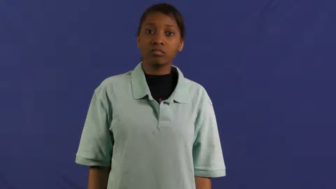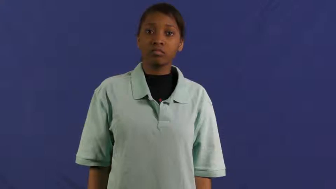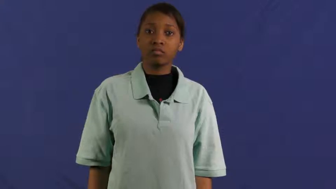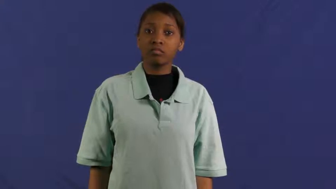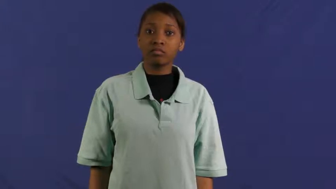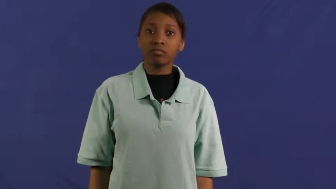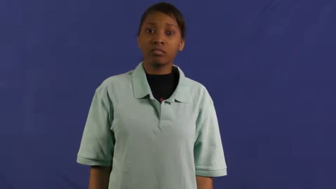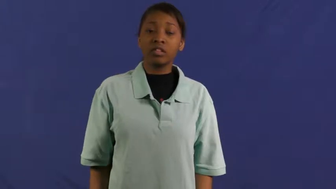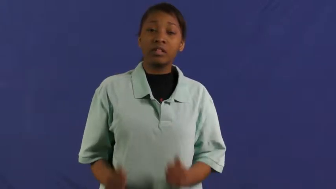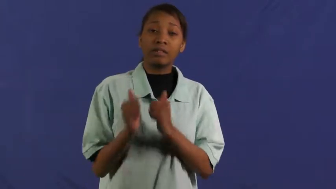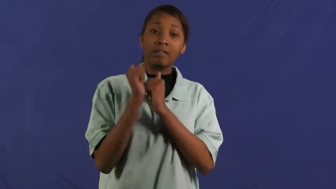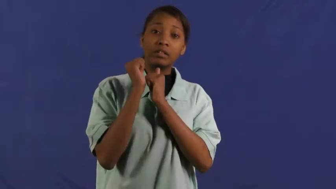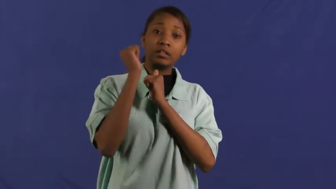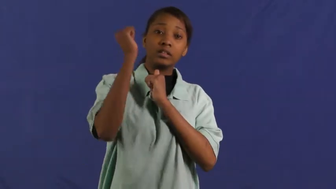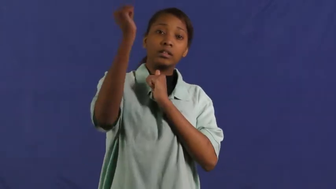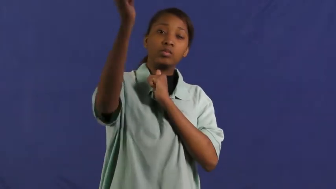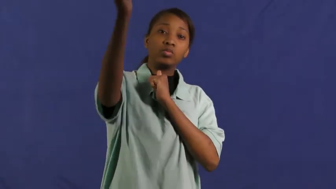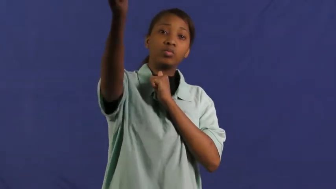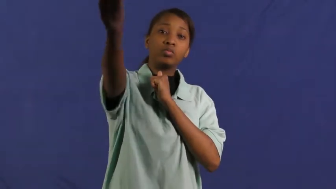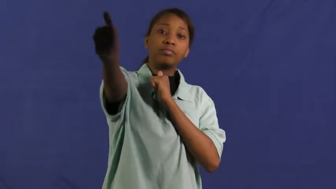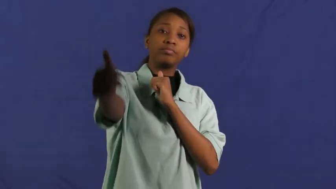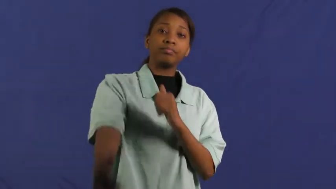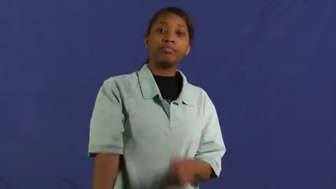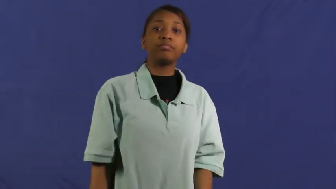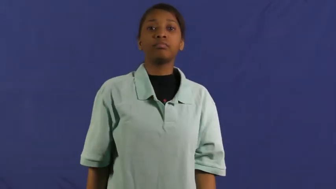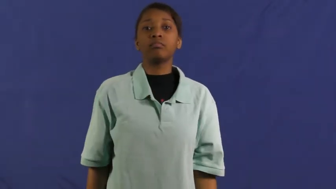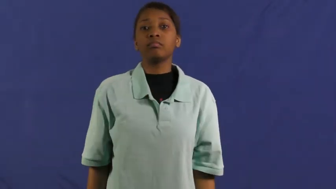well ahead